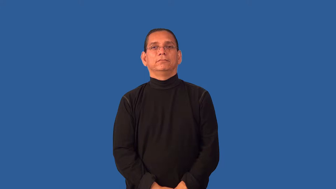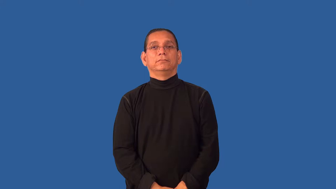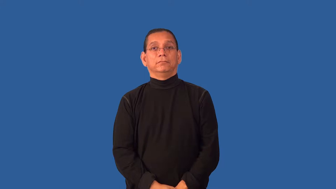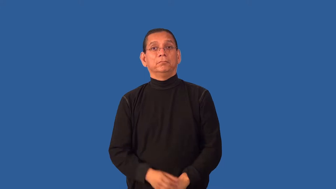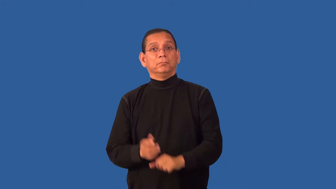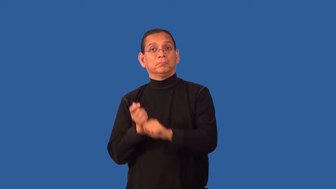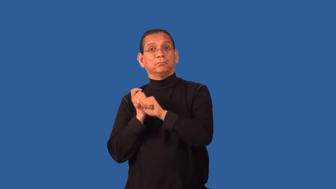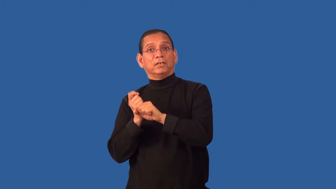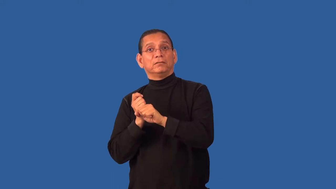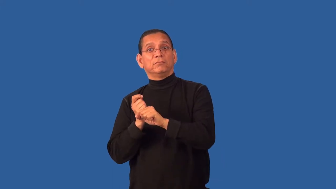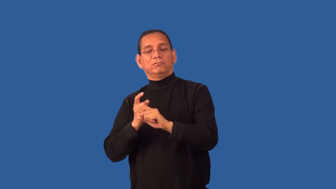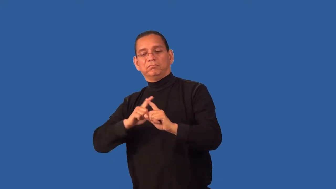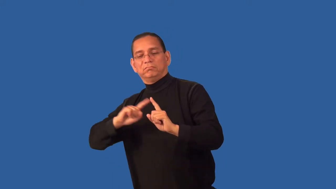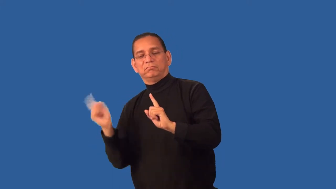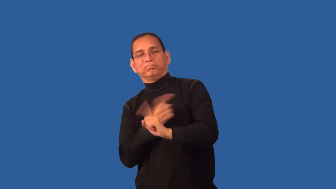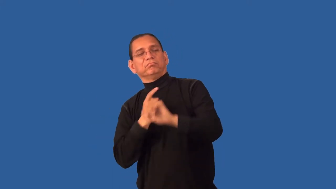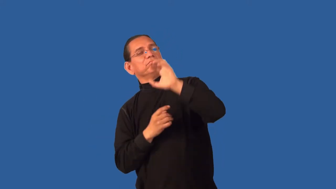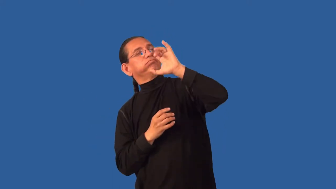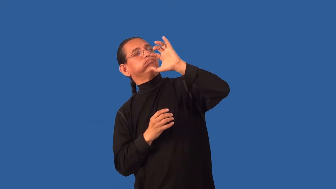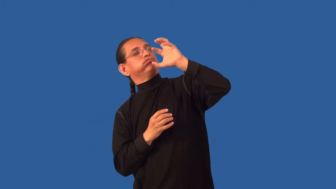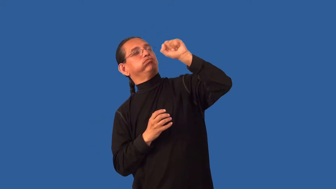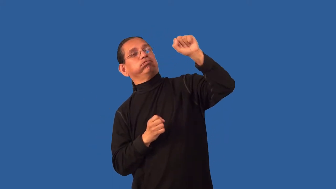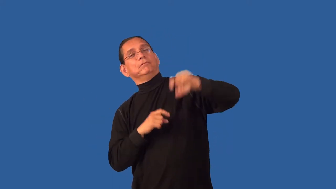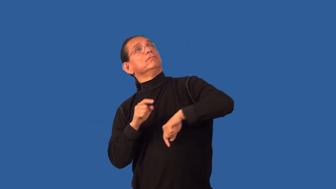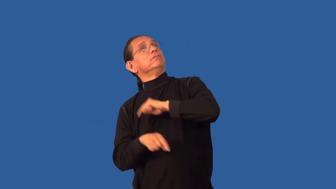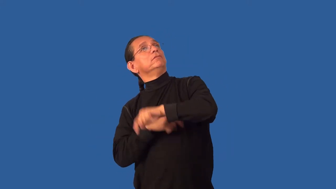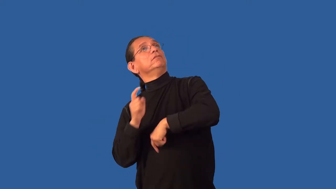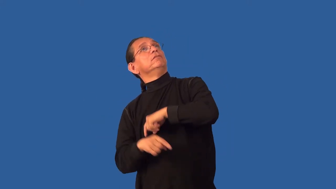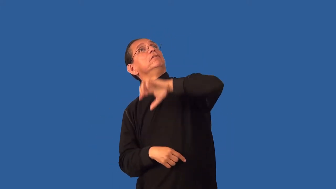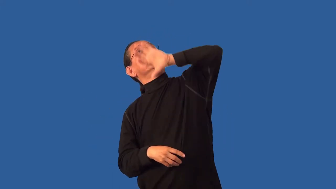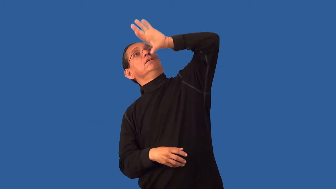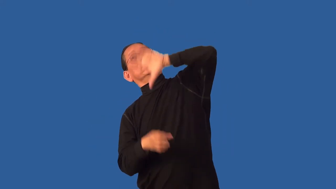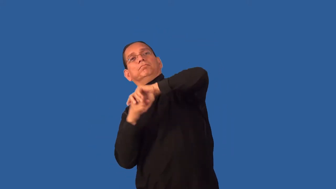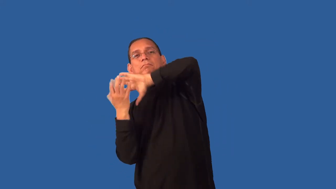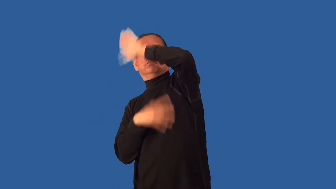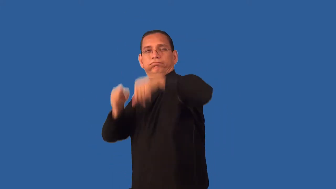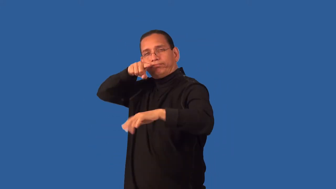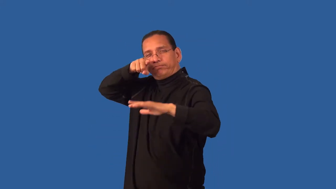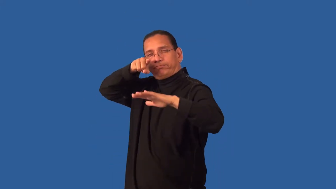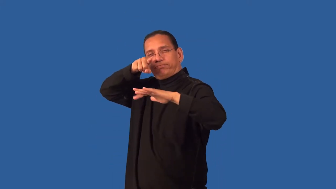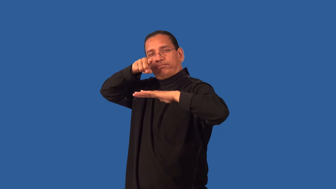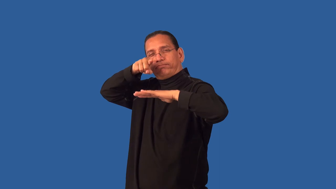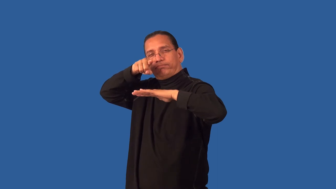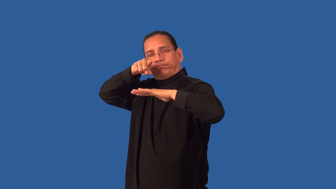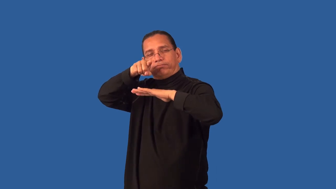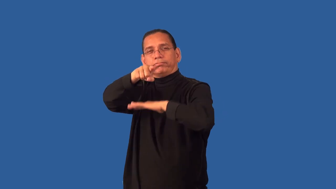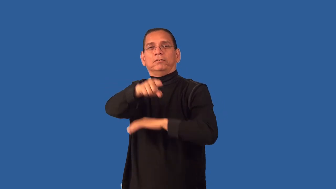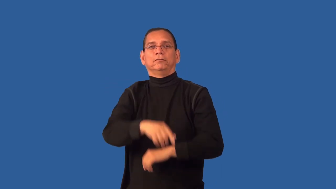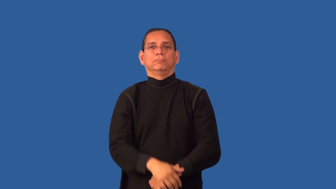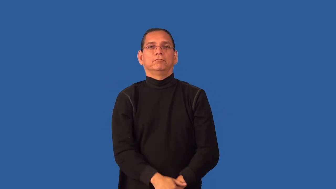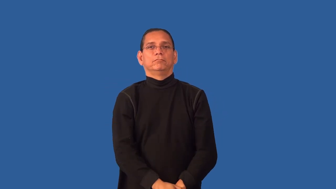field-catch baseball